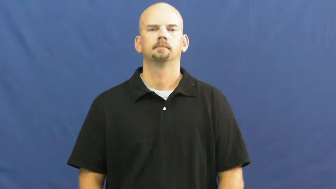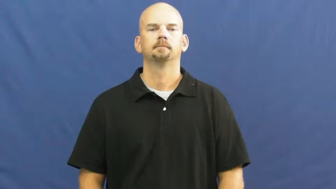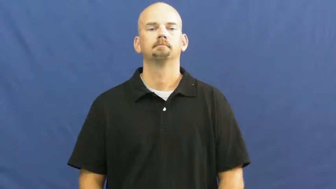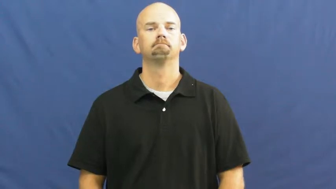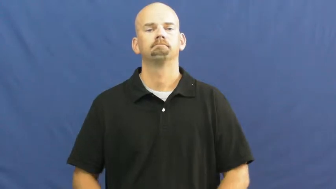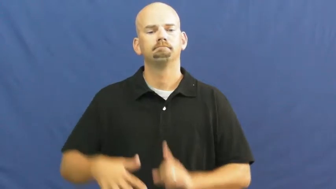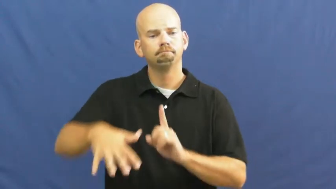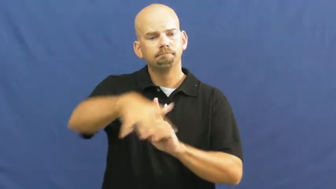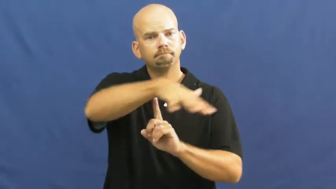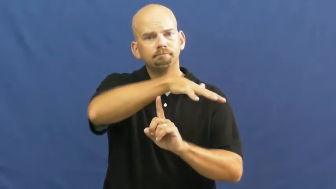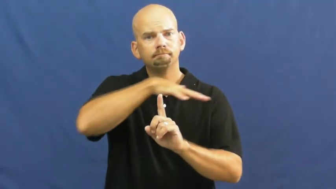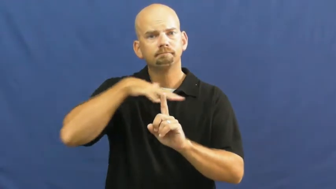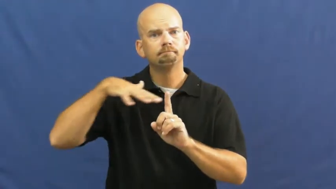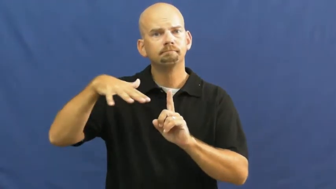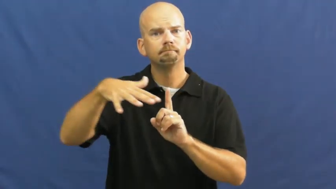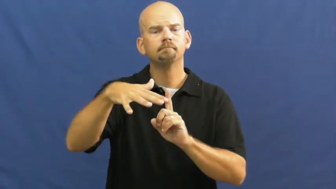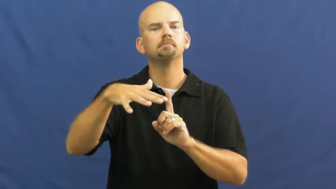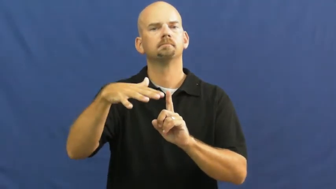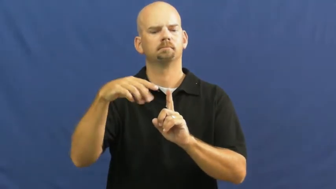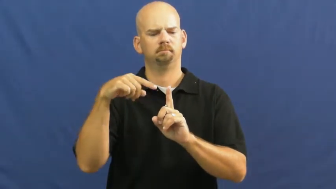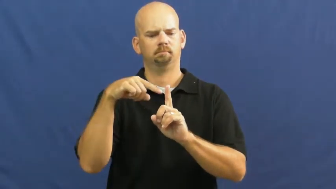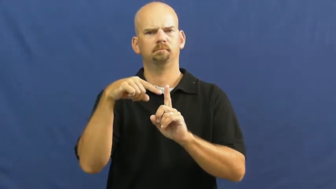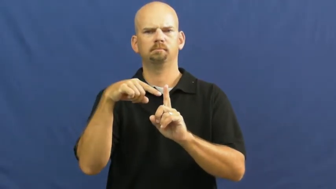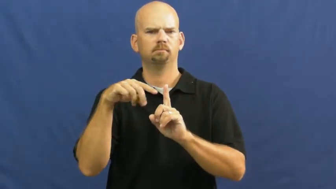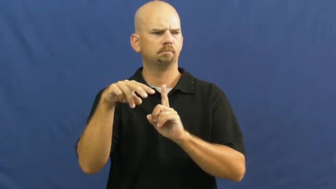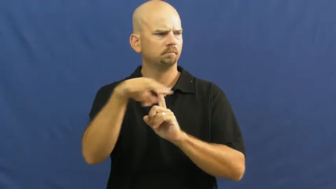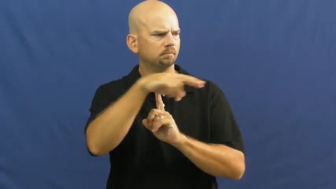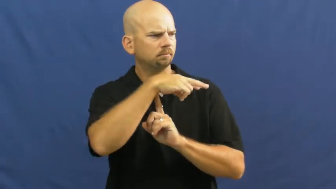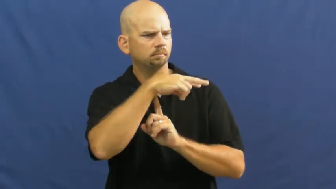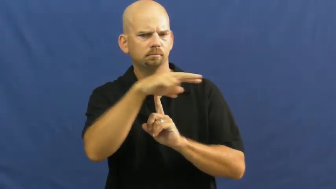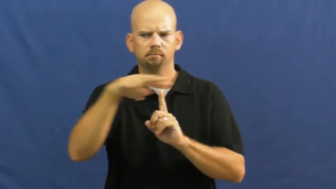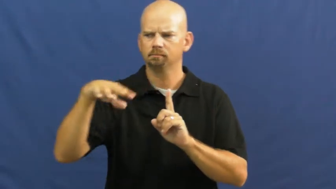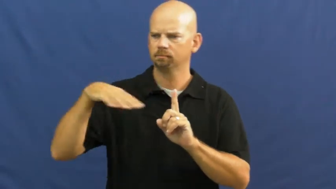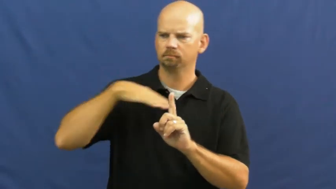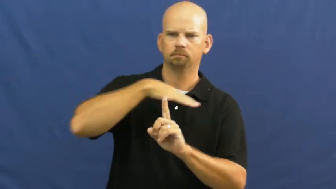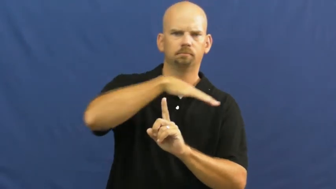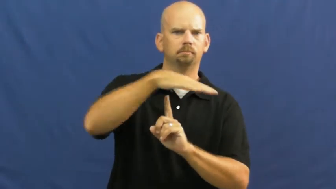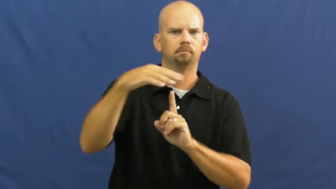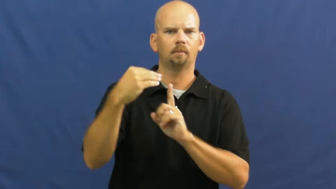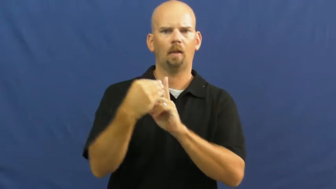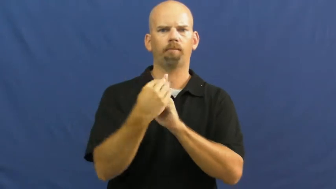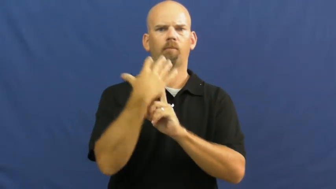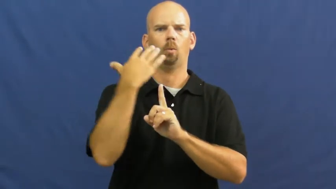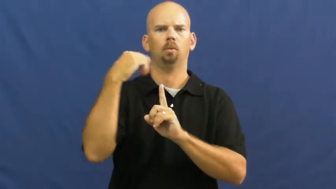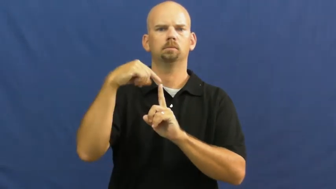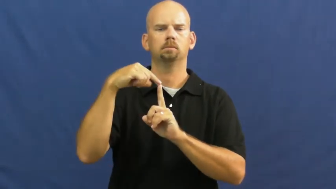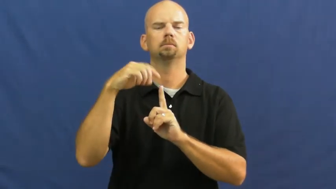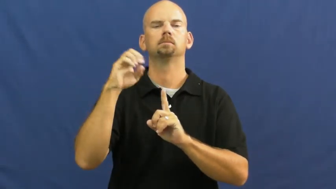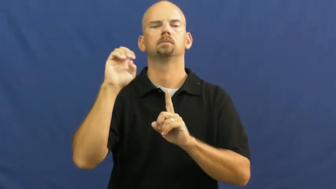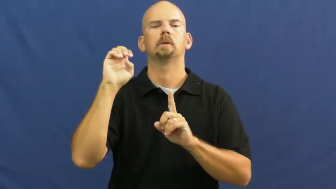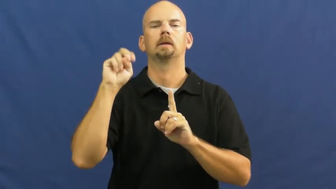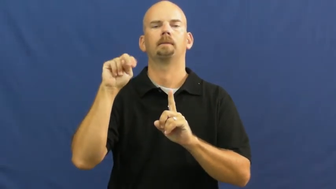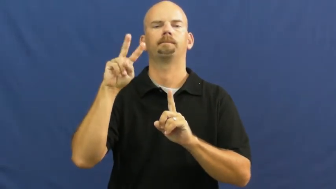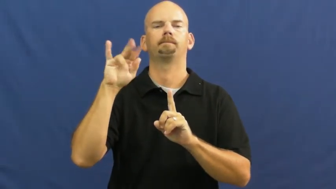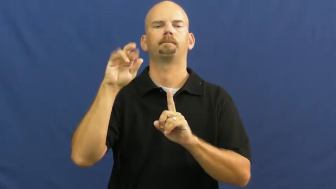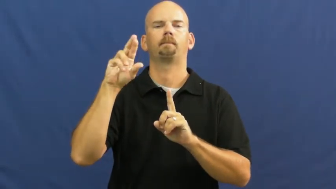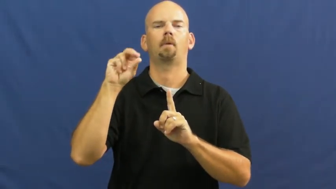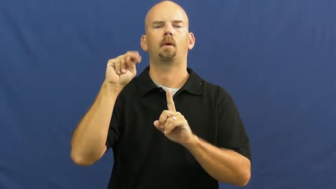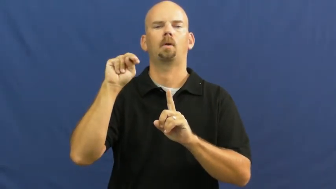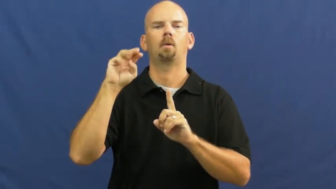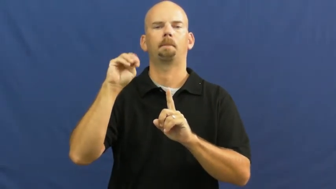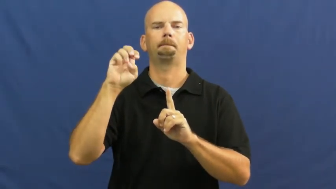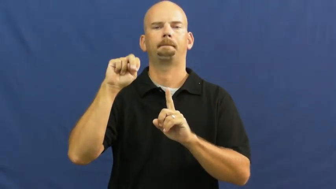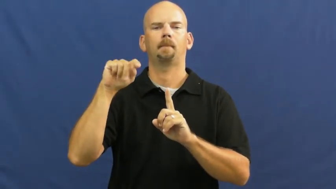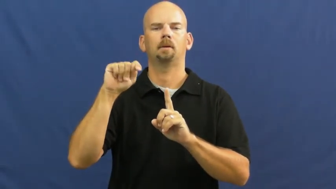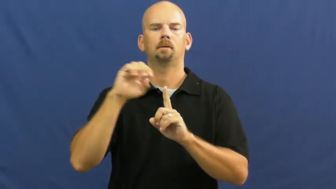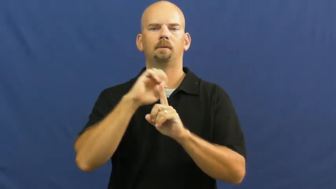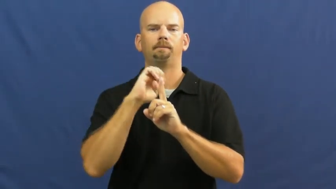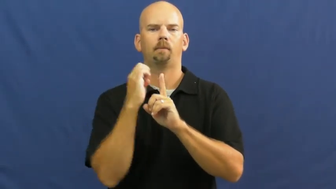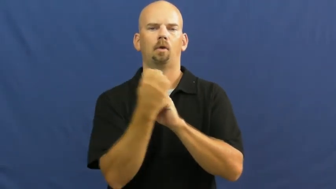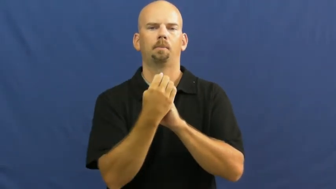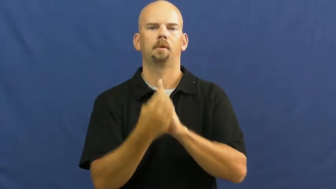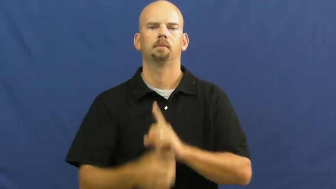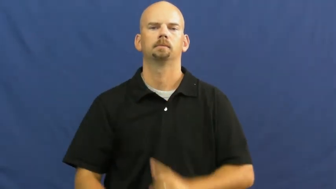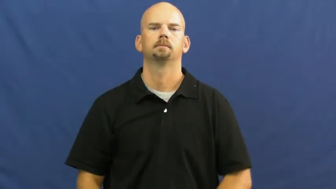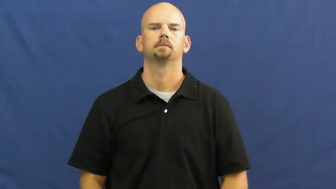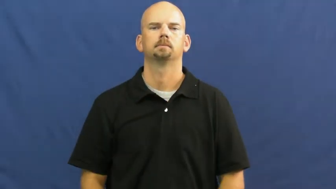environment